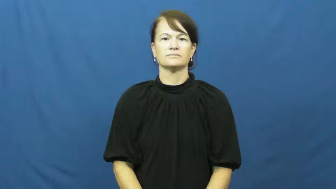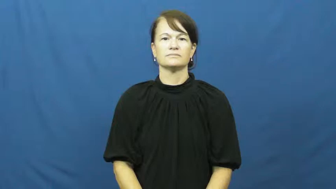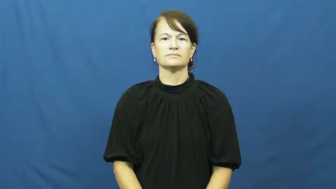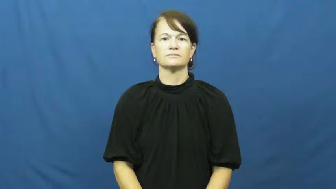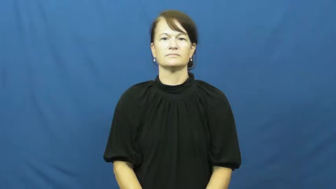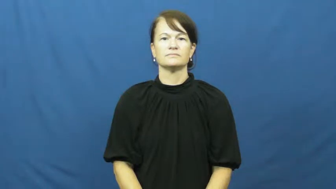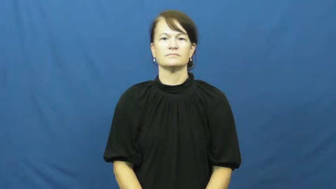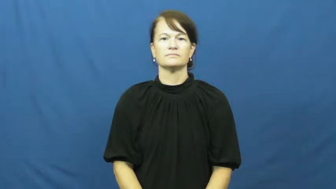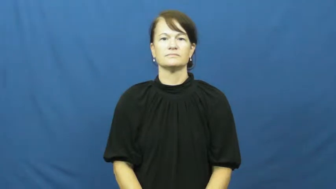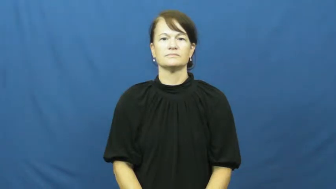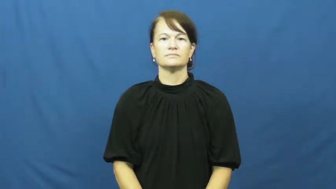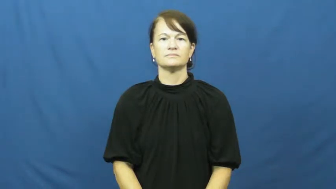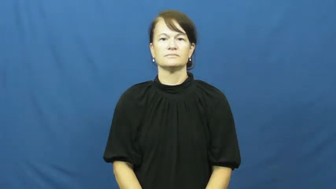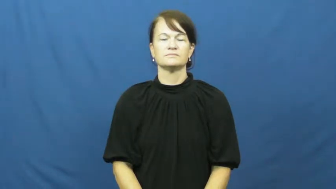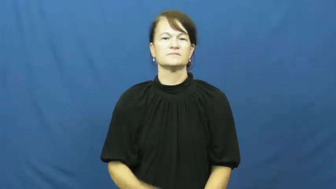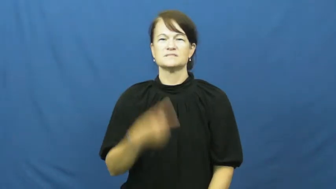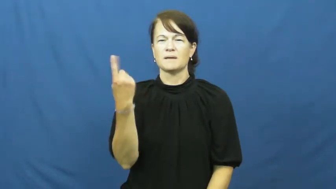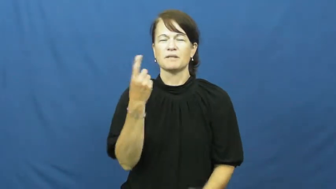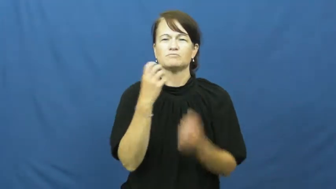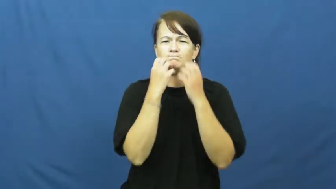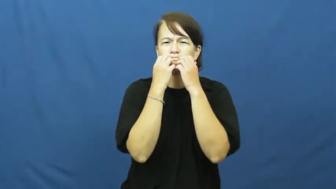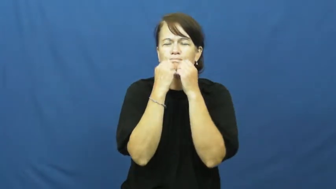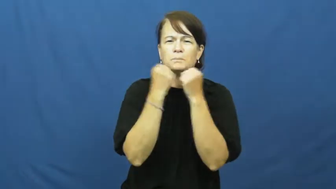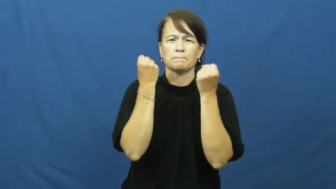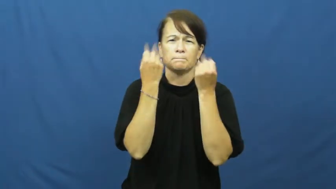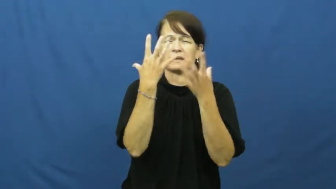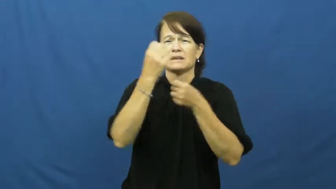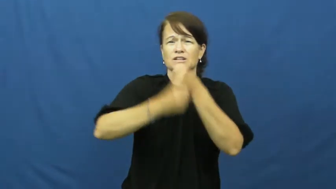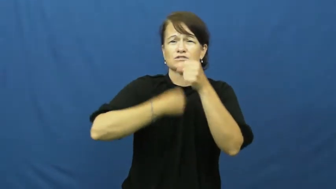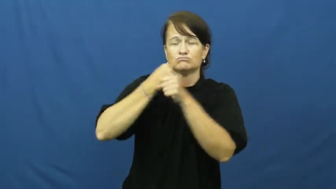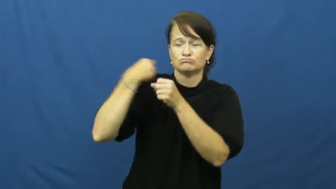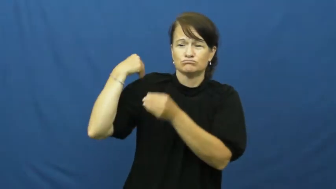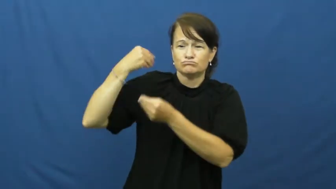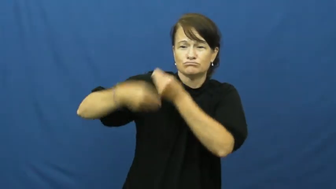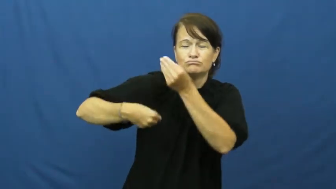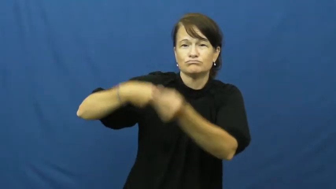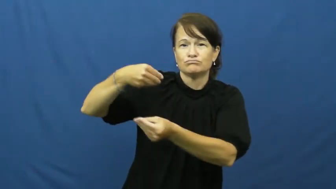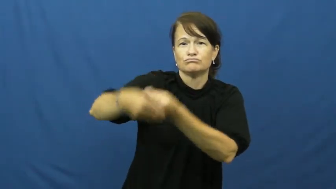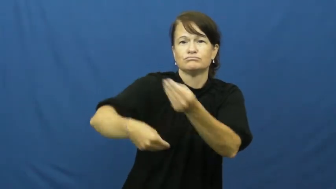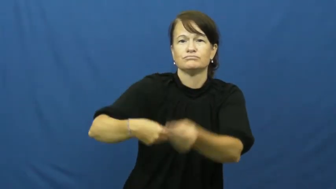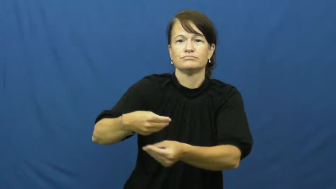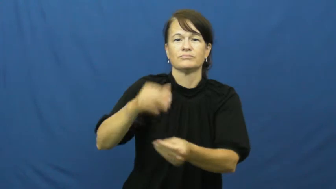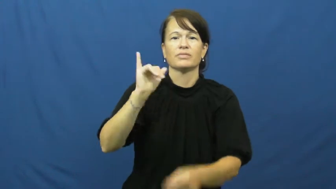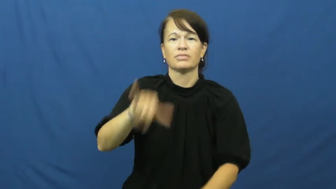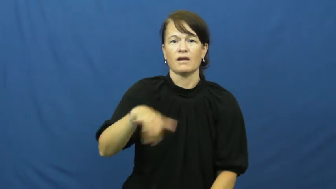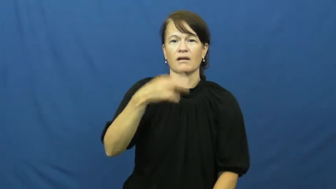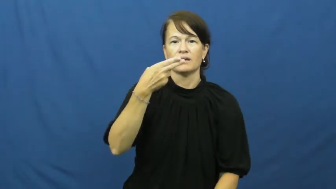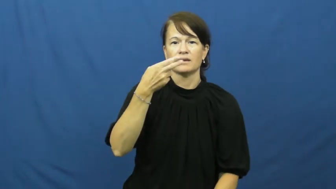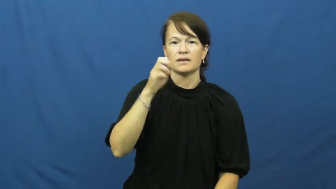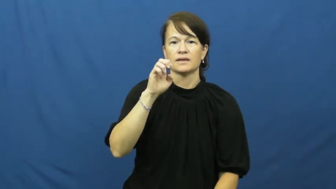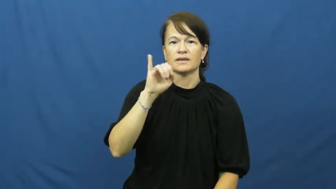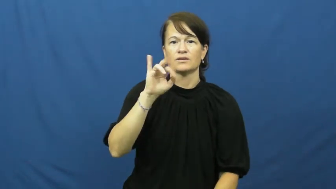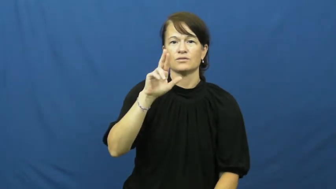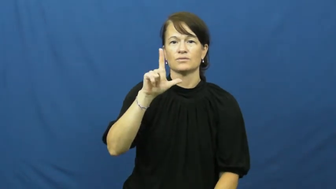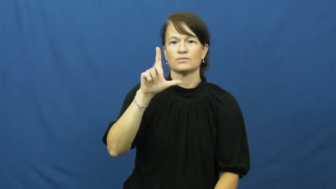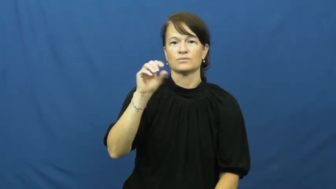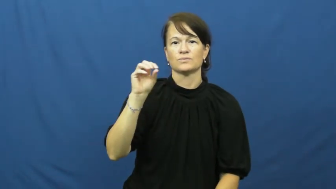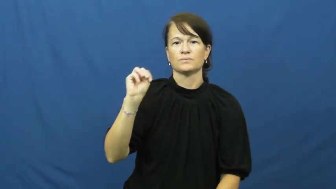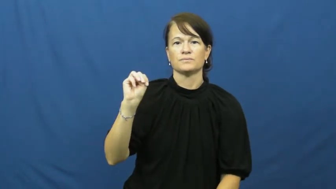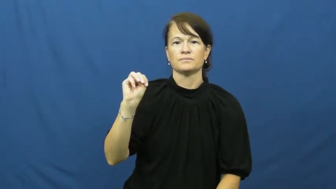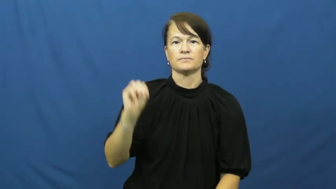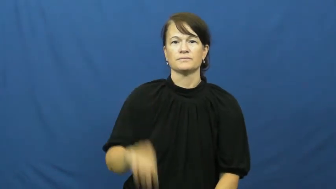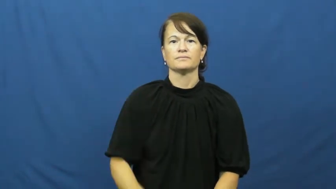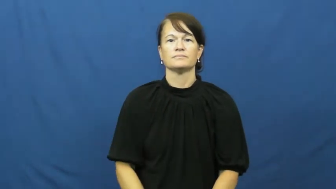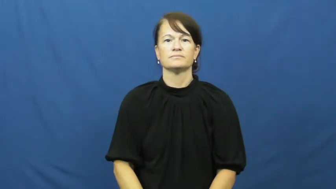heirloom